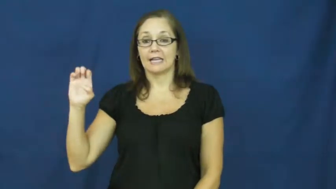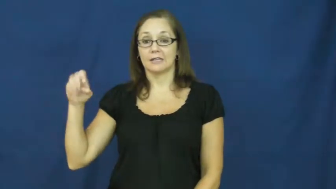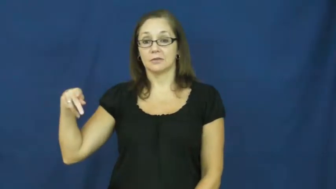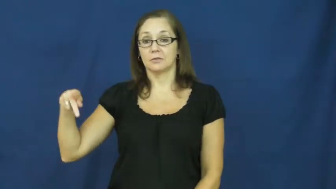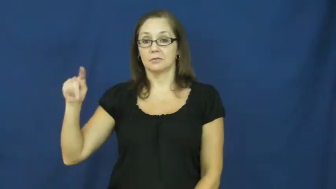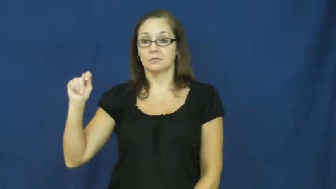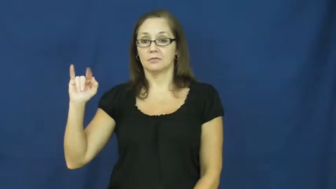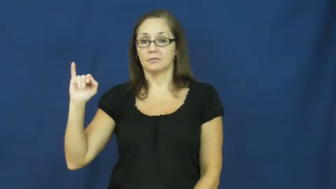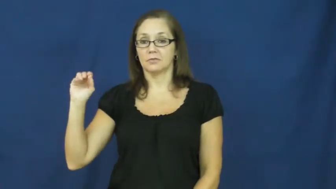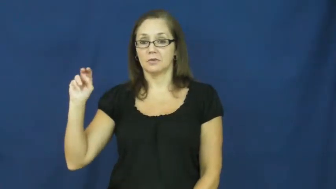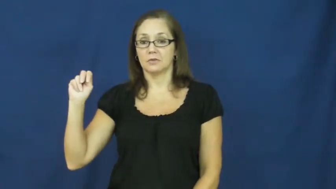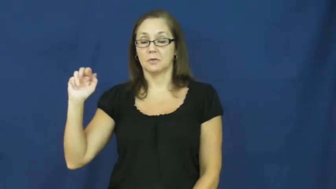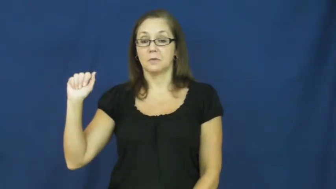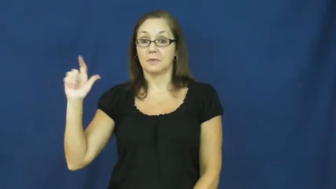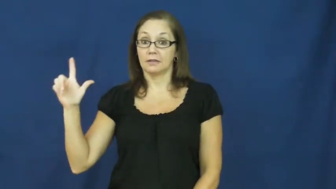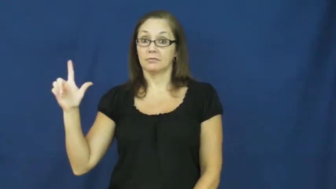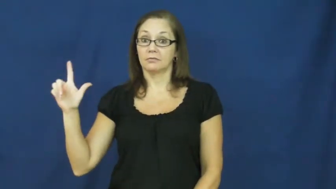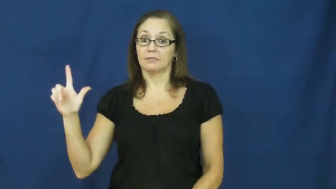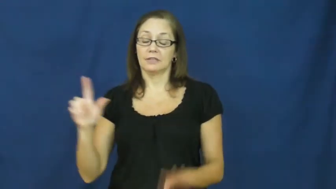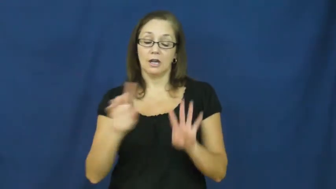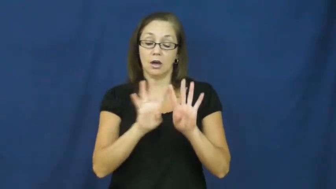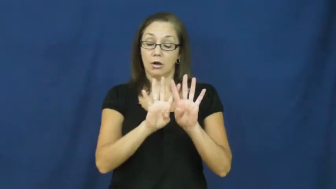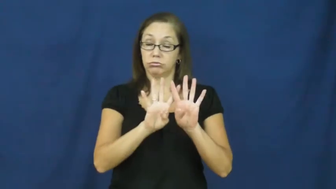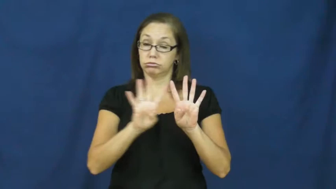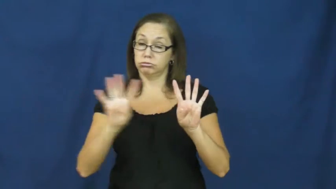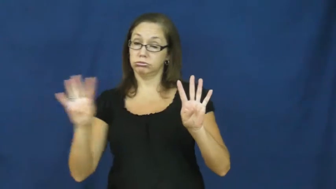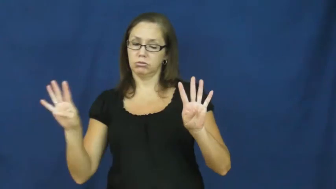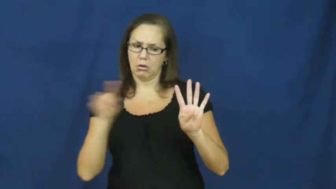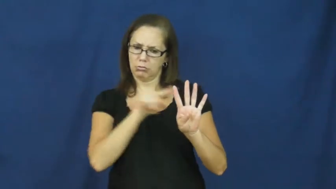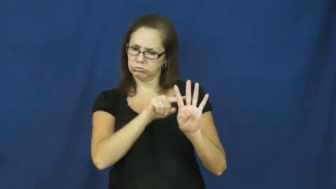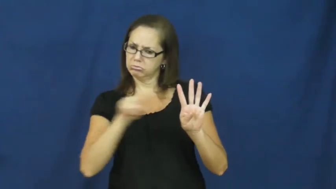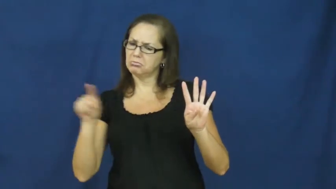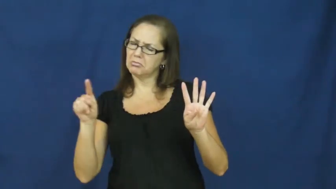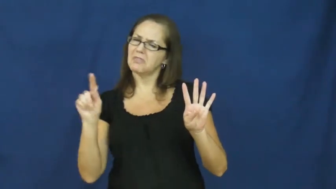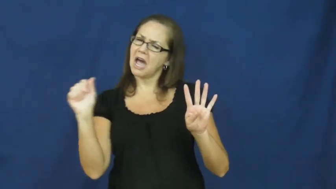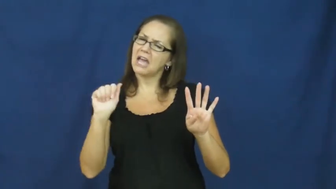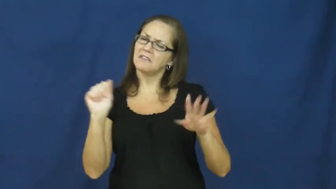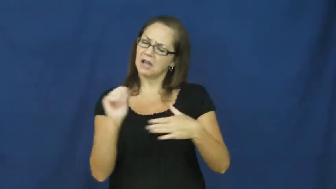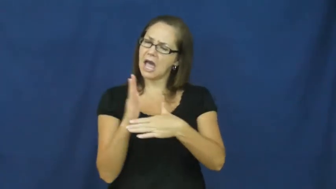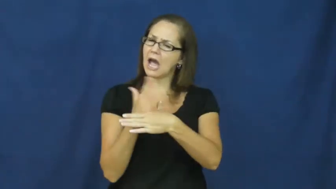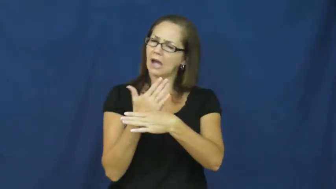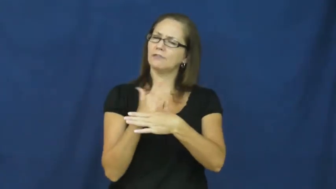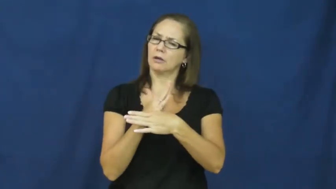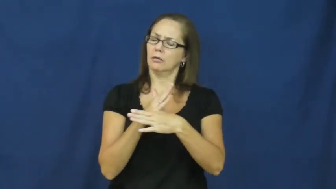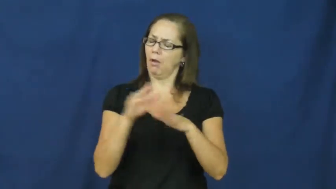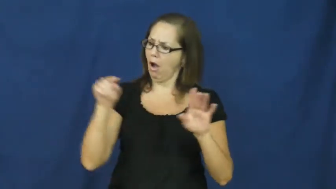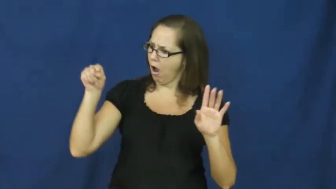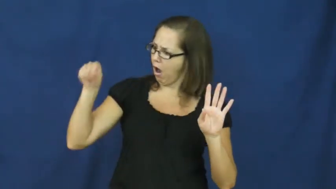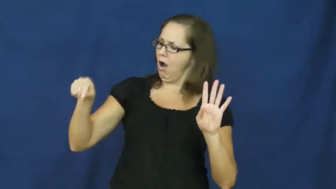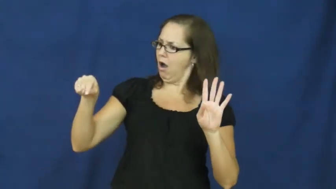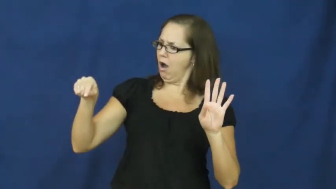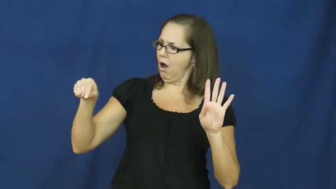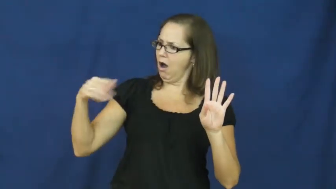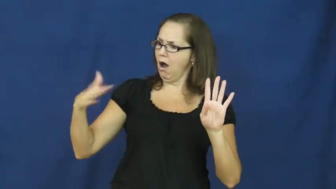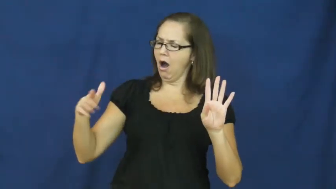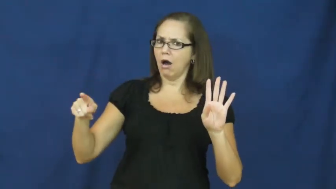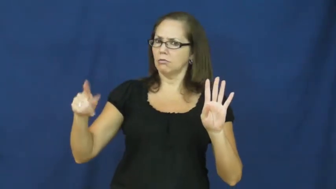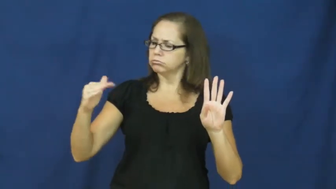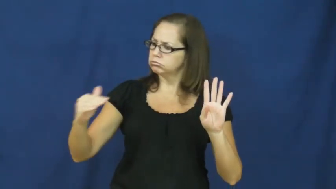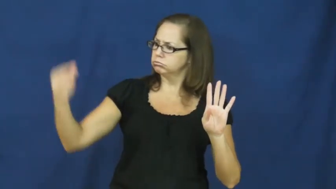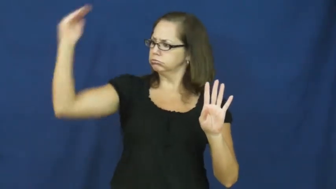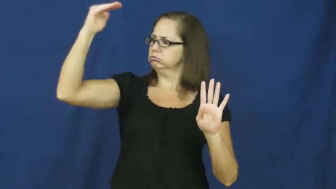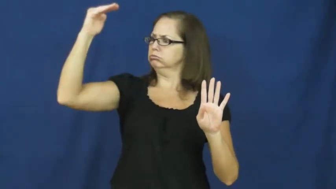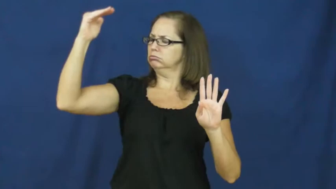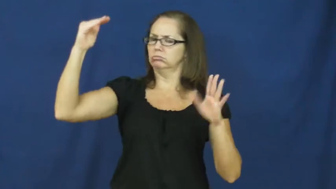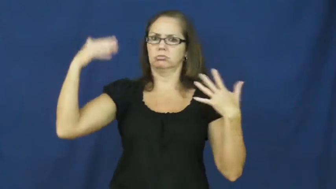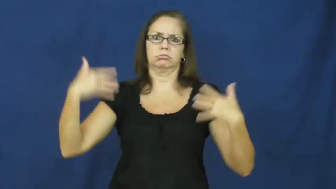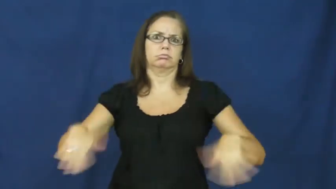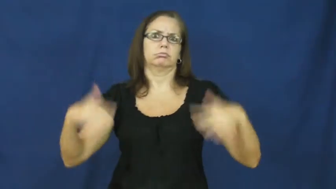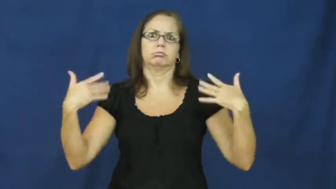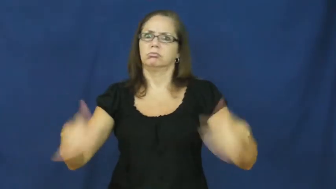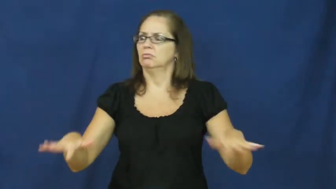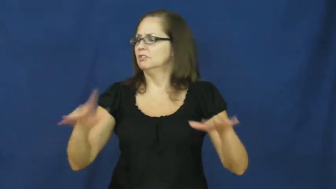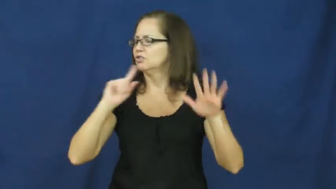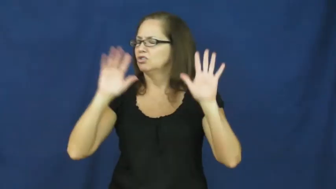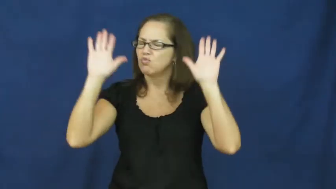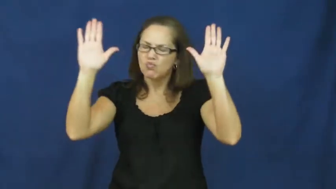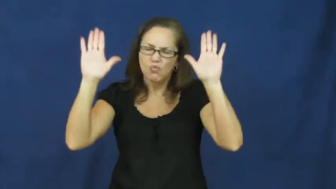exceptional